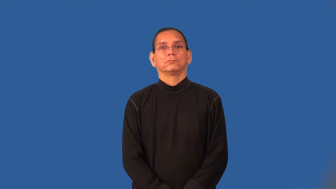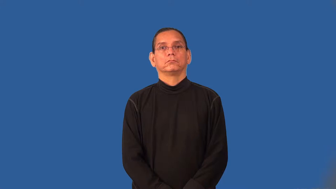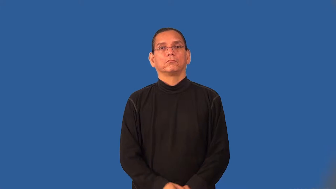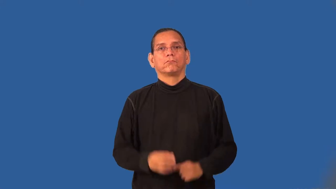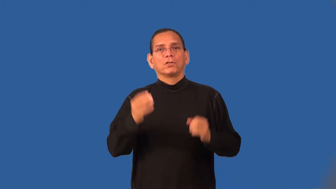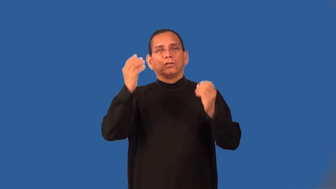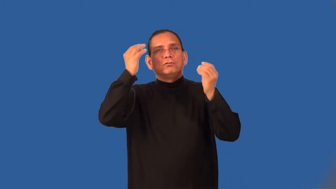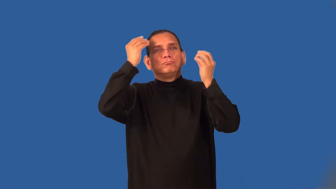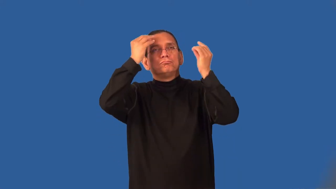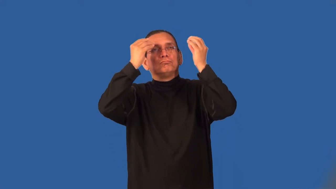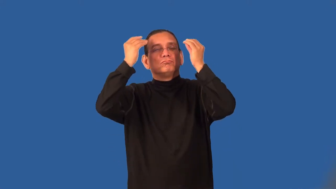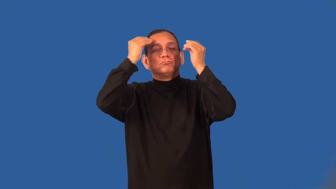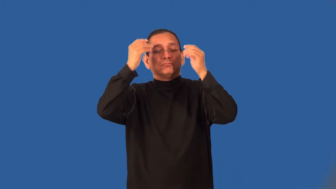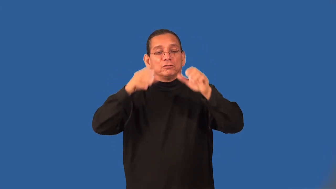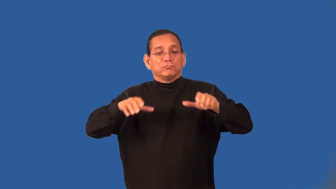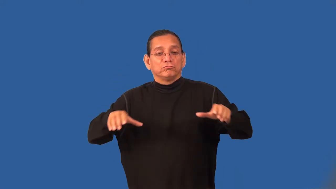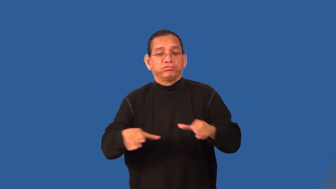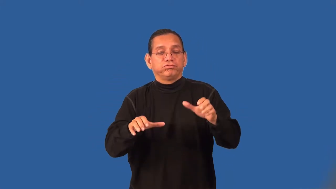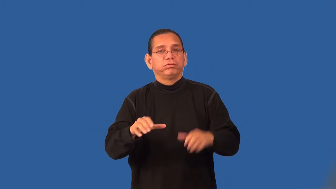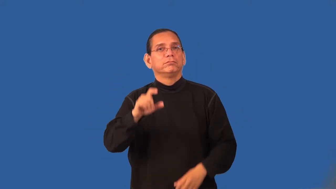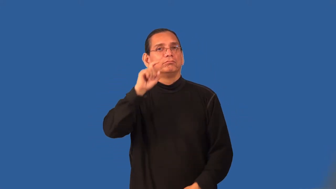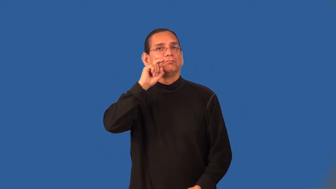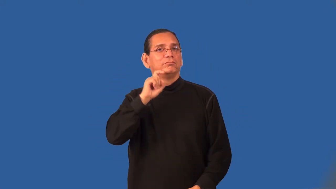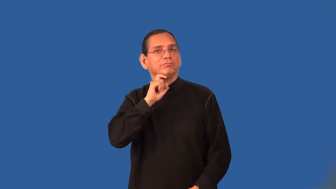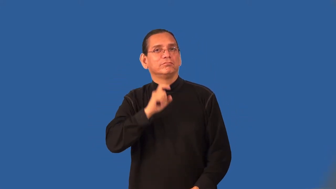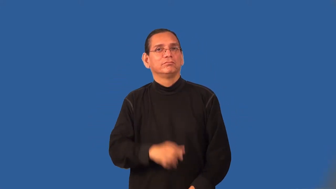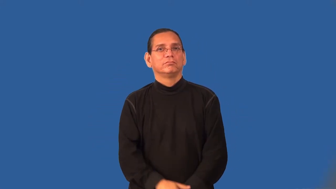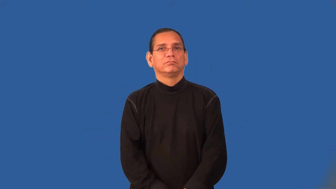unchaste